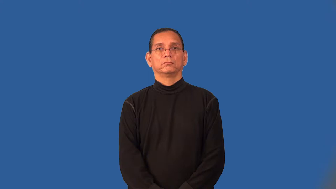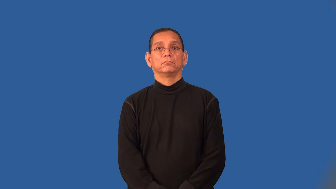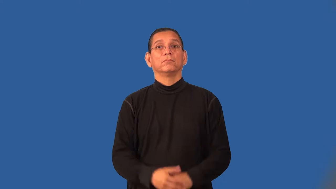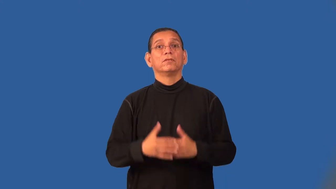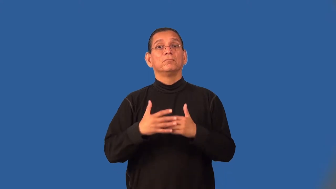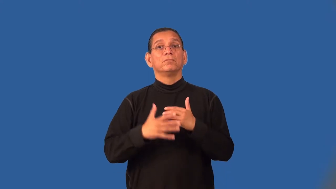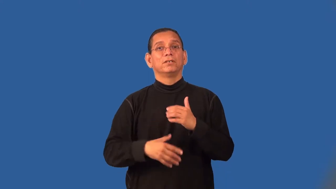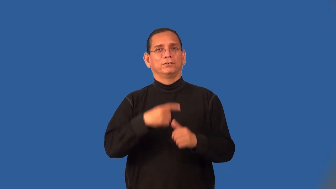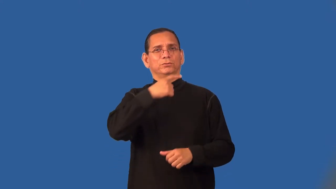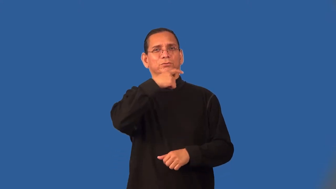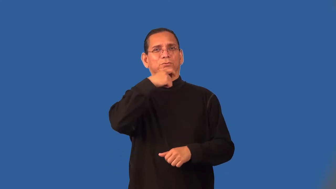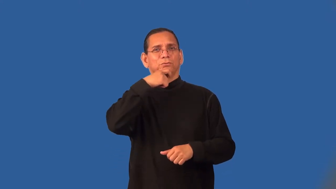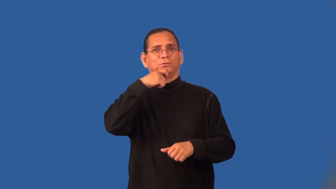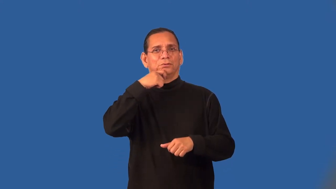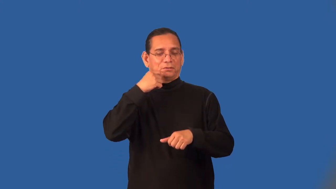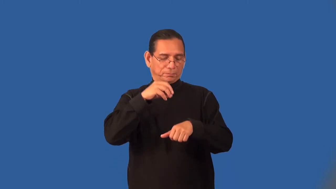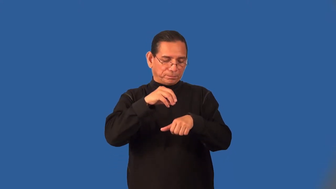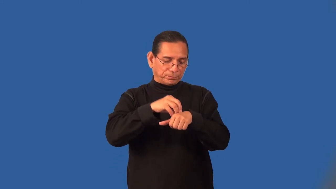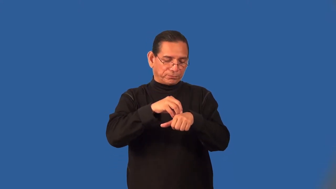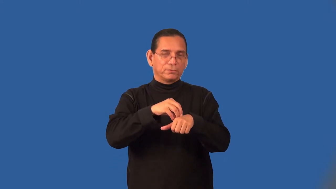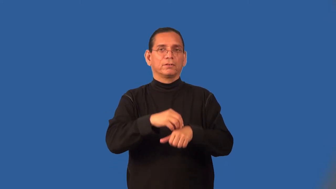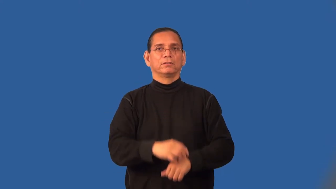scab